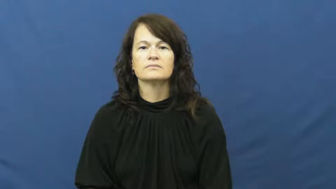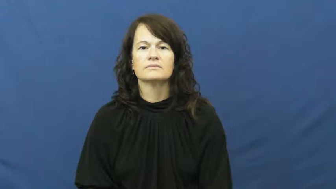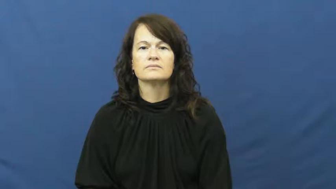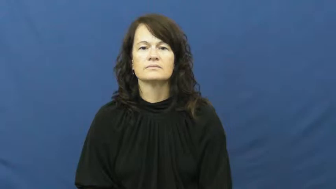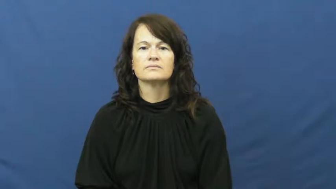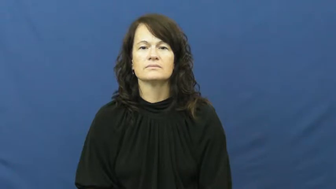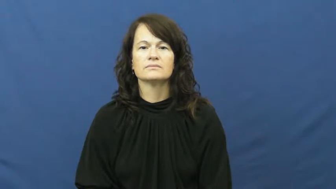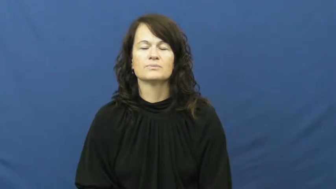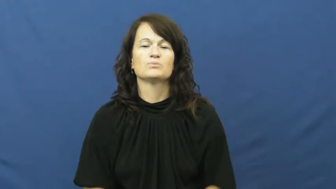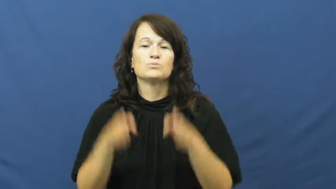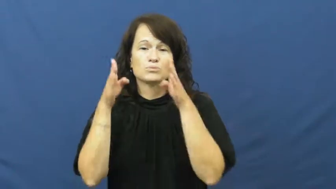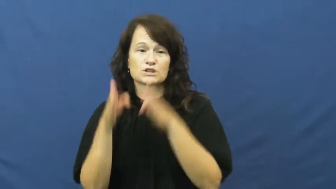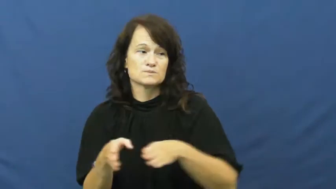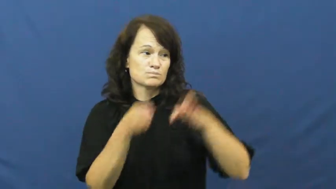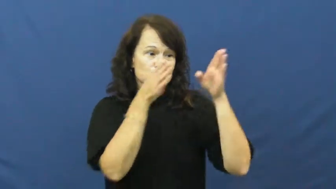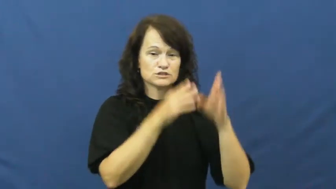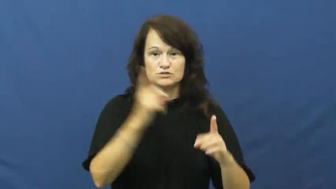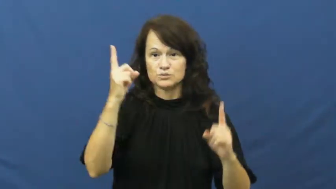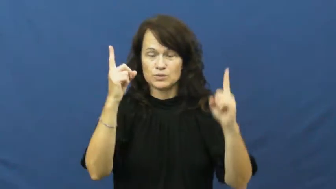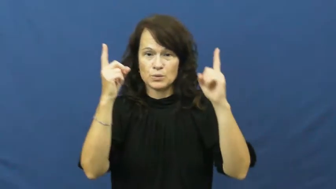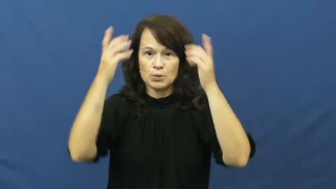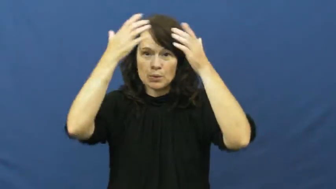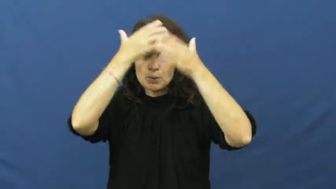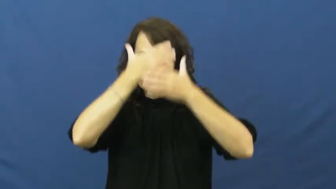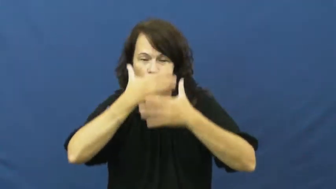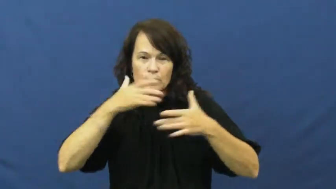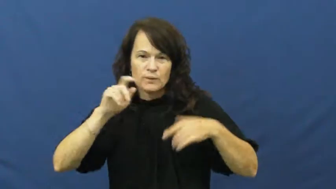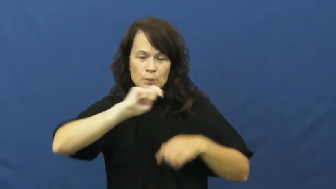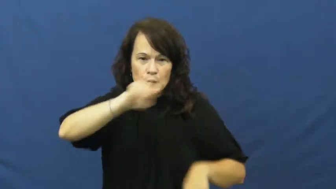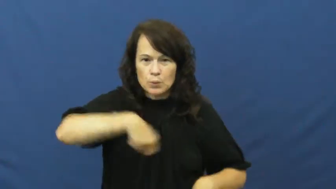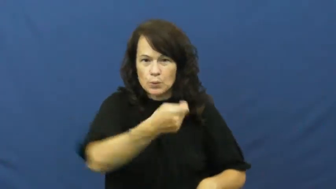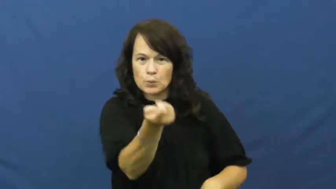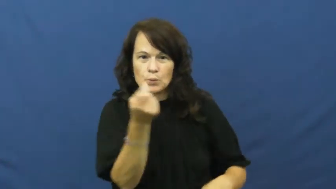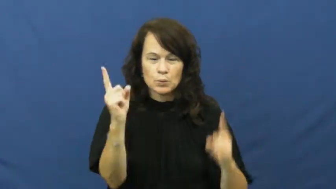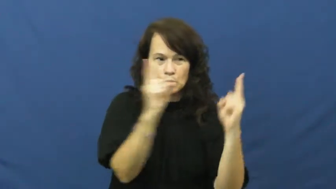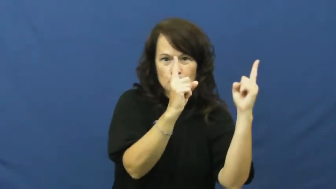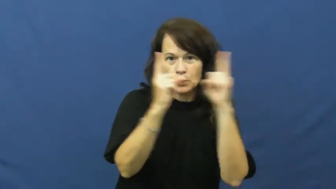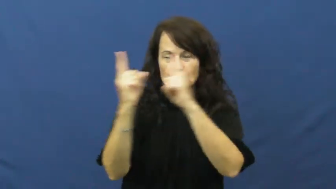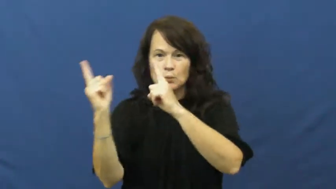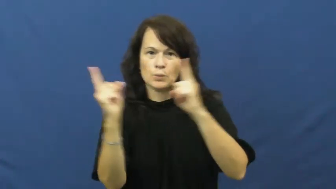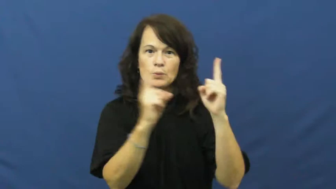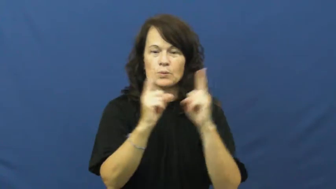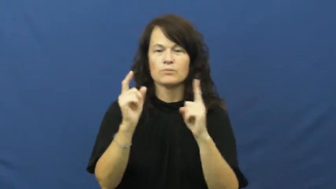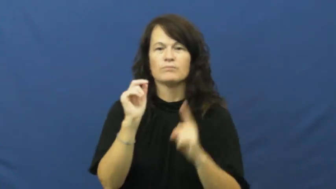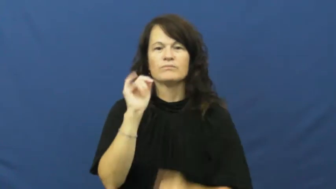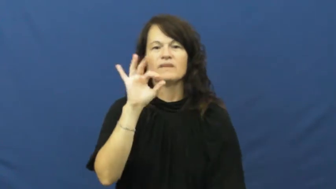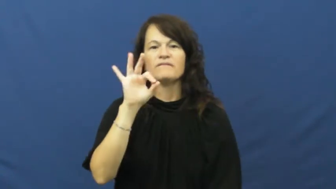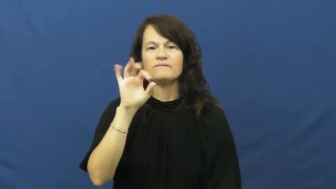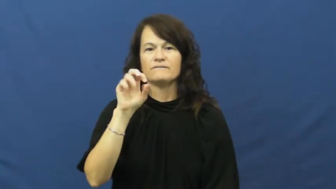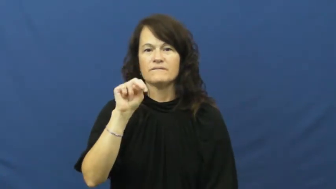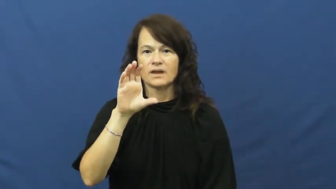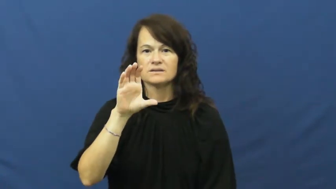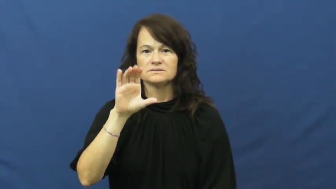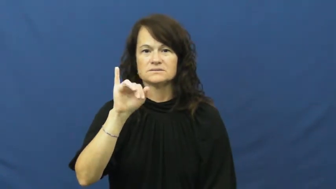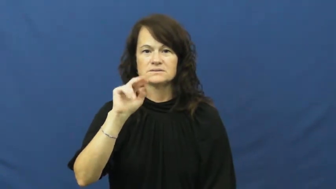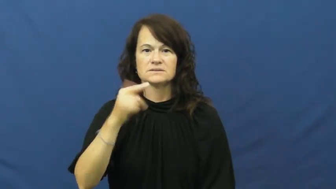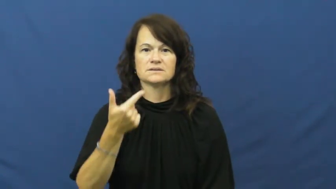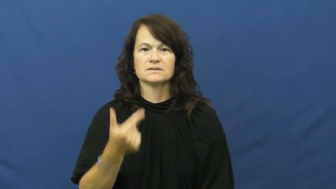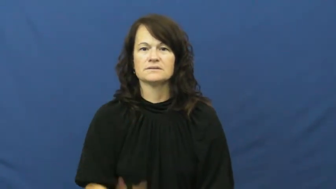fence-swords